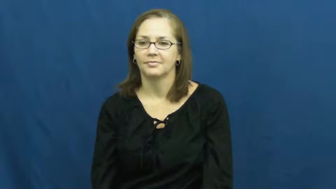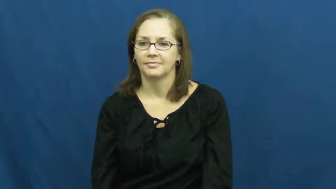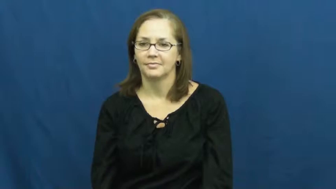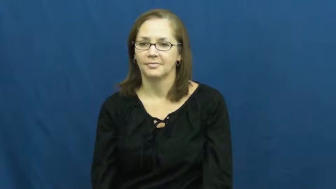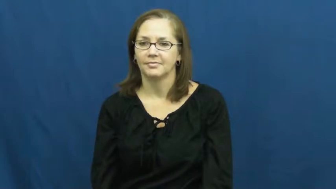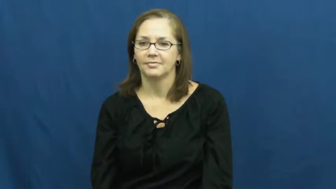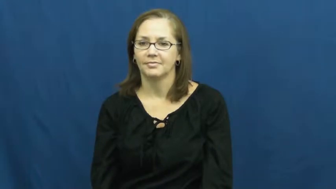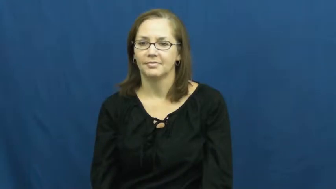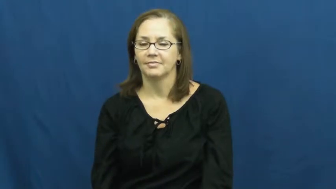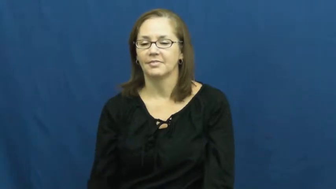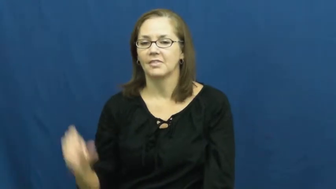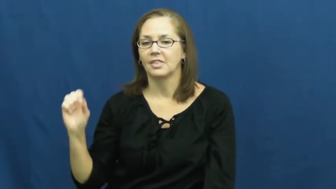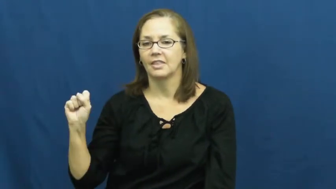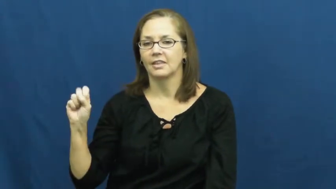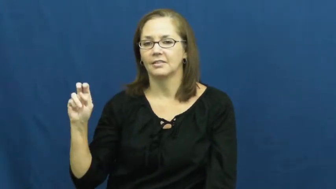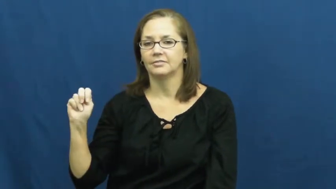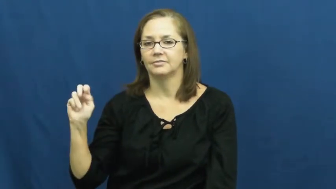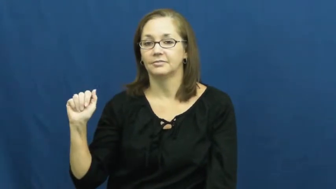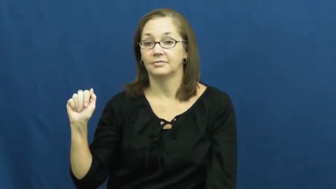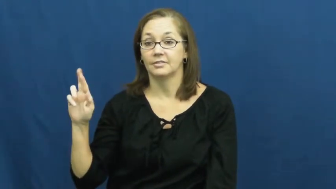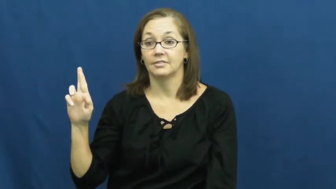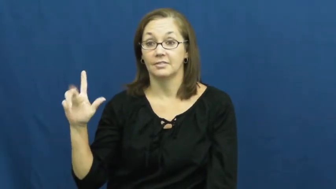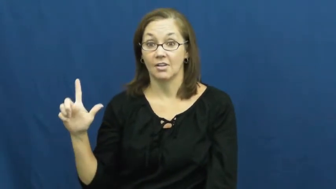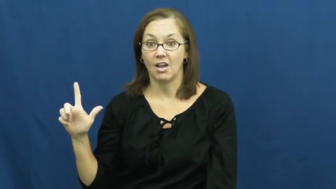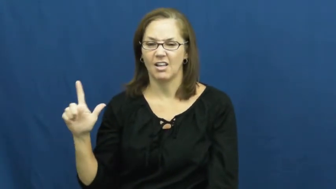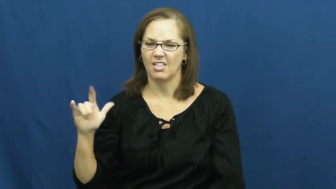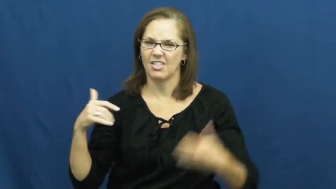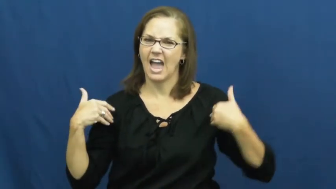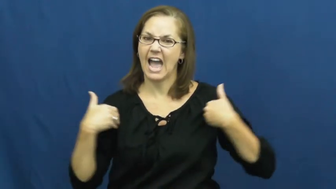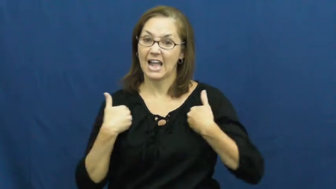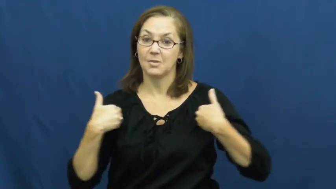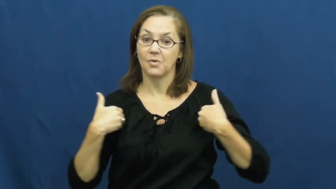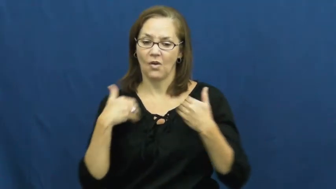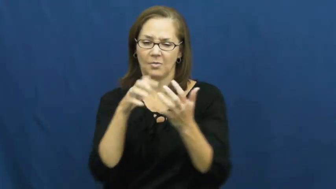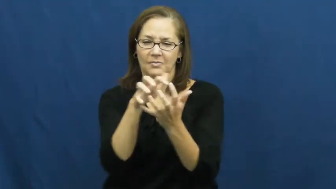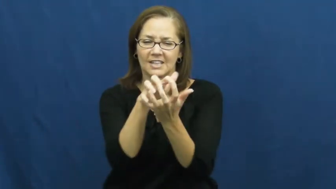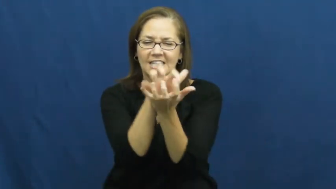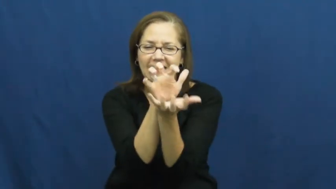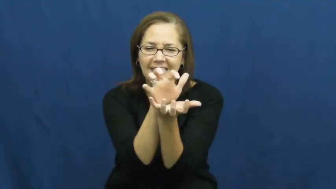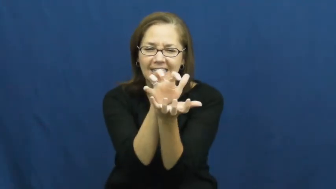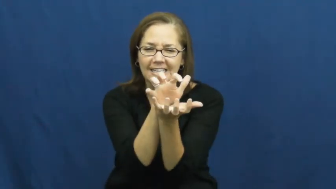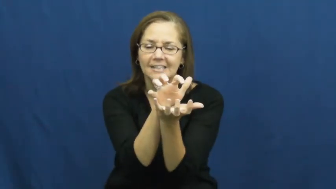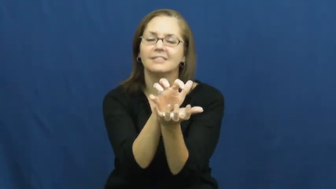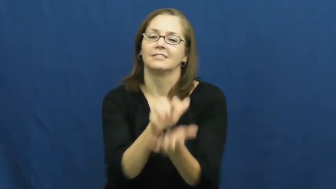snarl